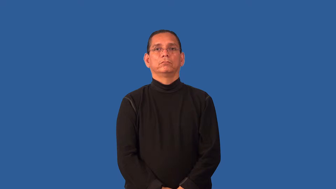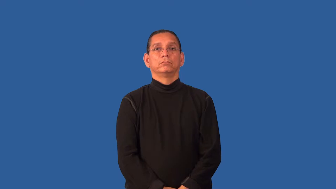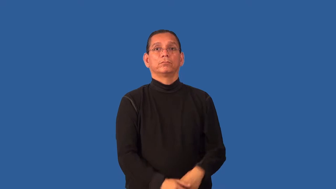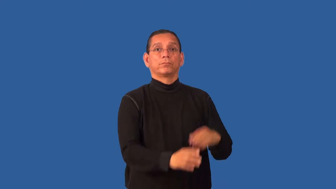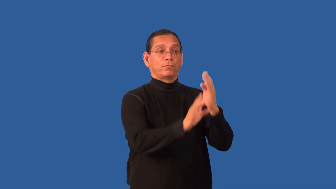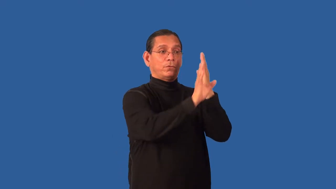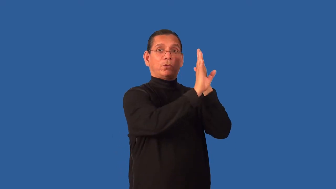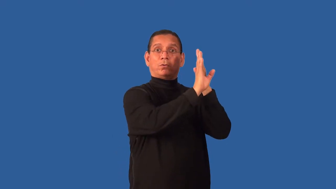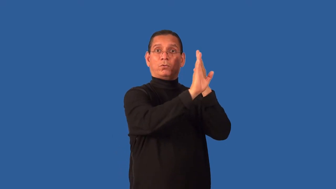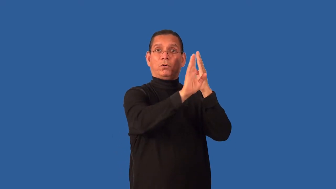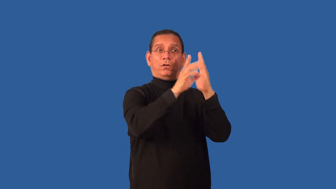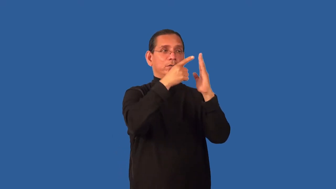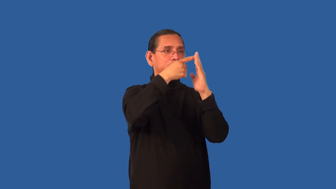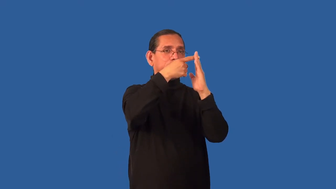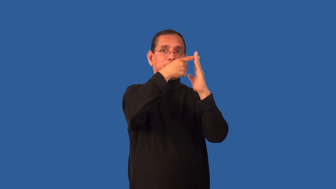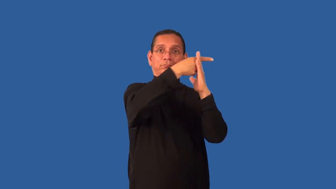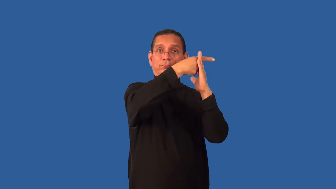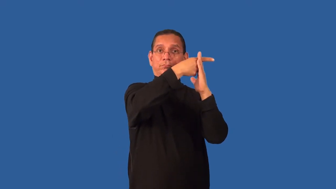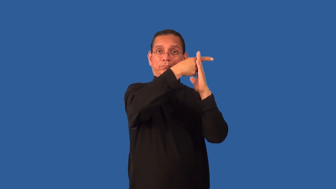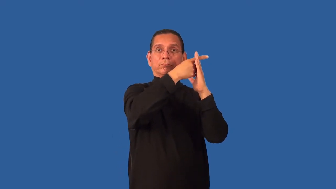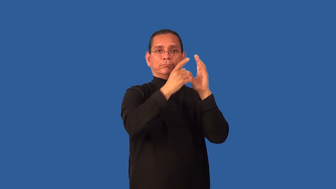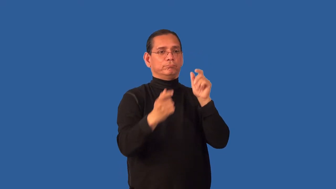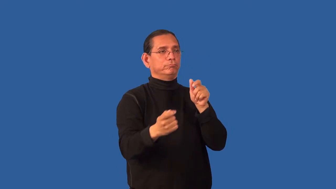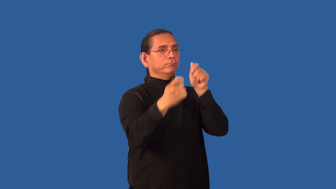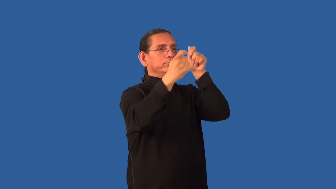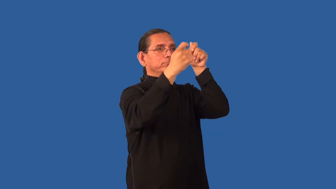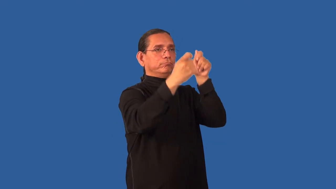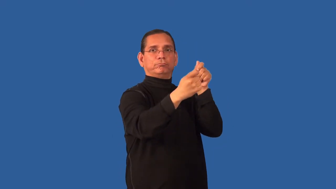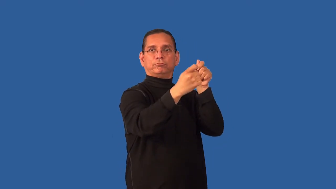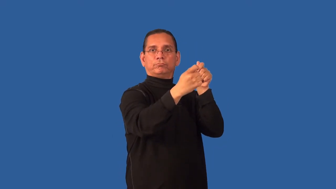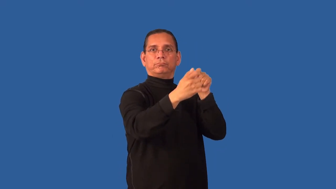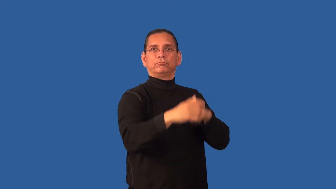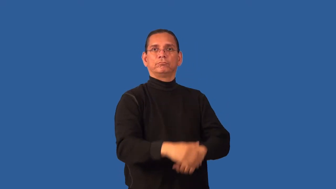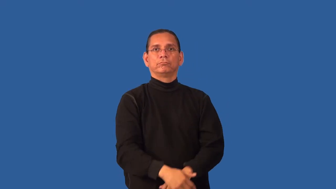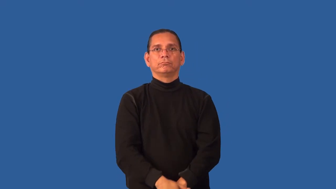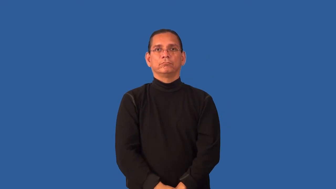hang-picture